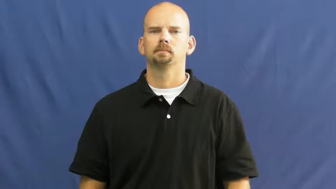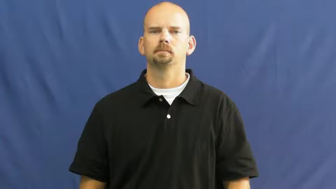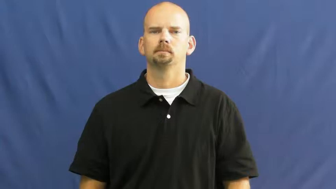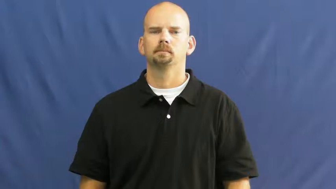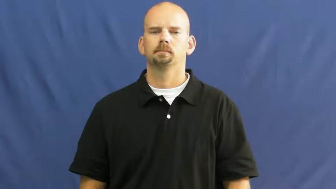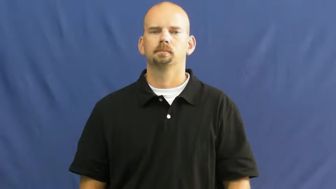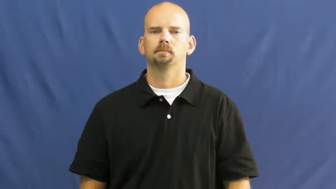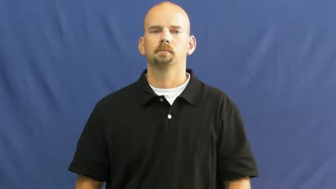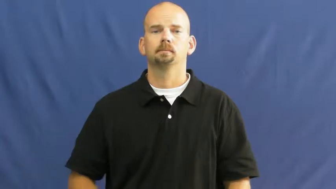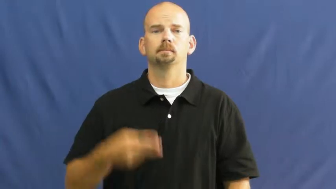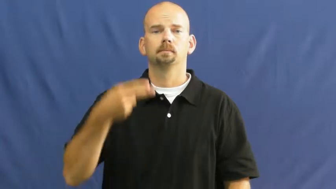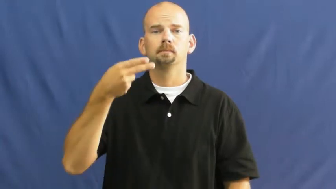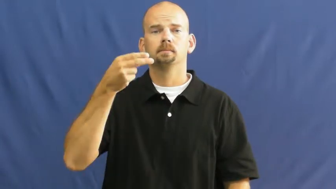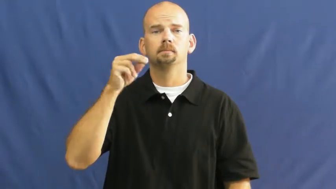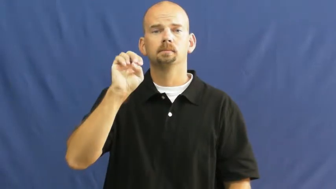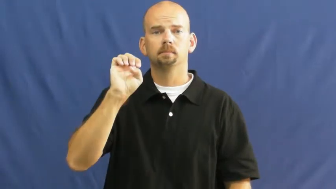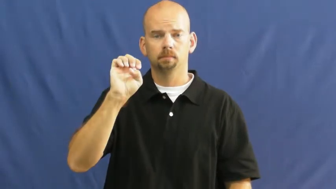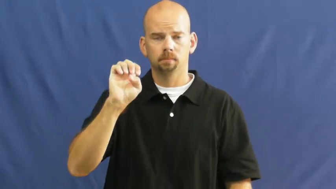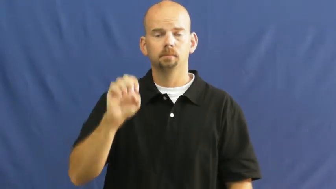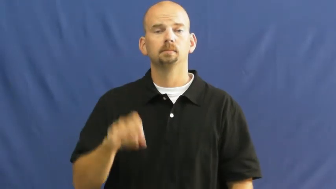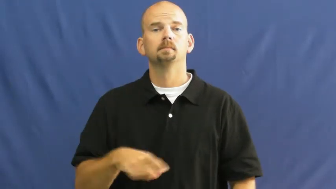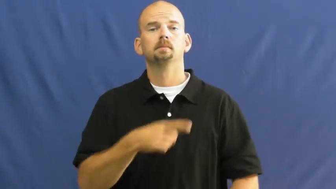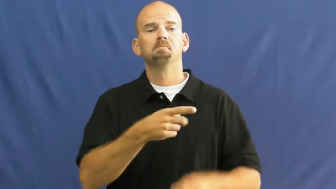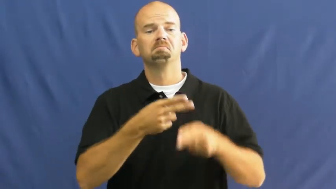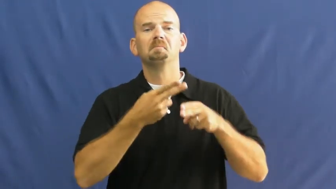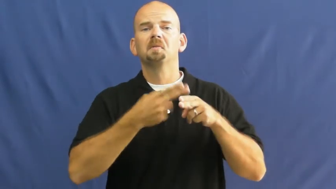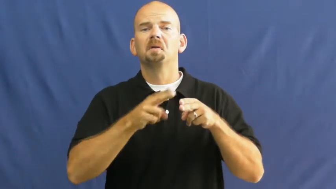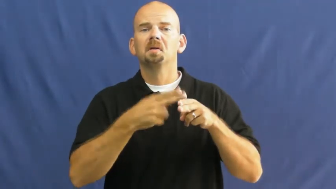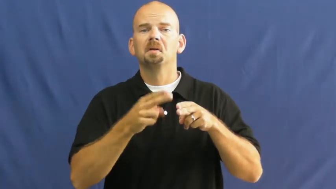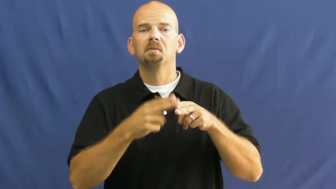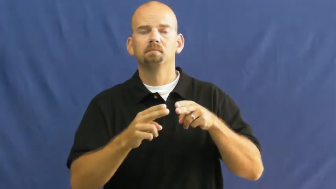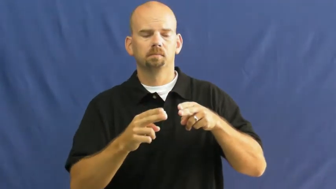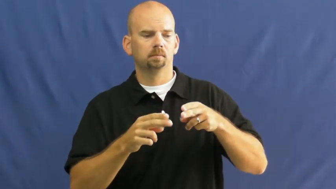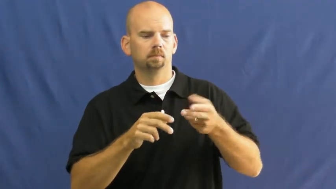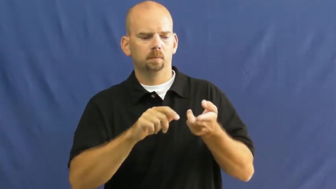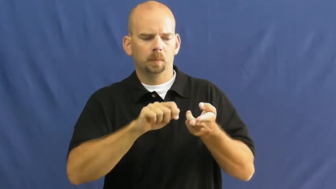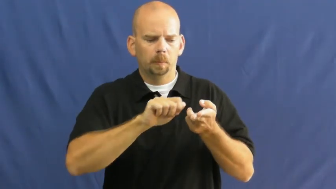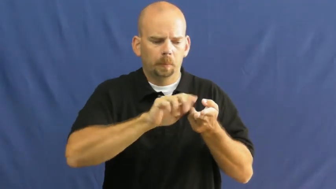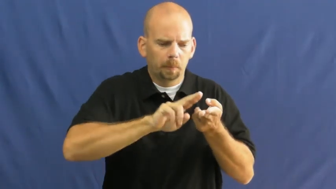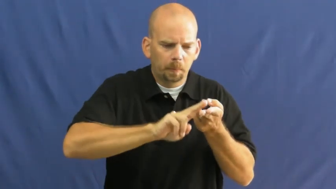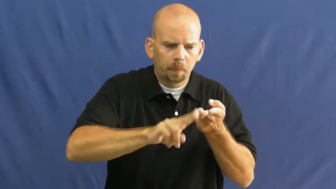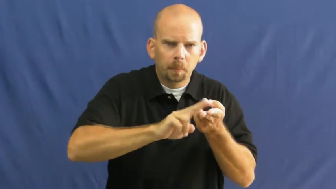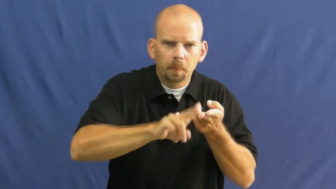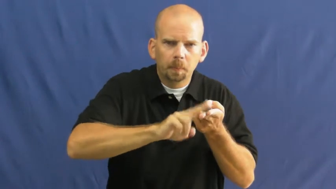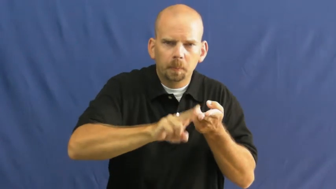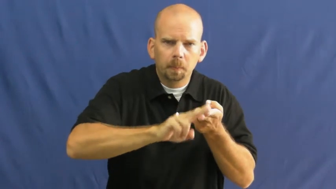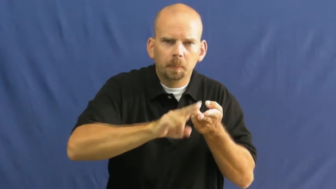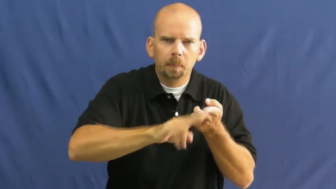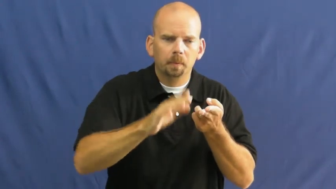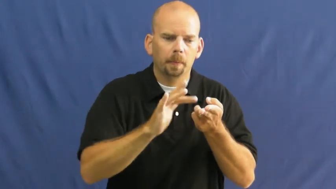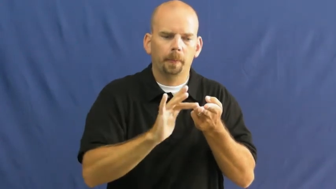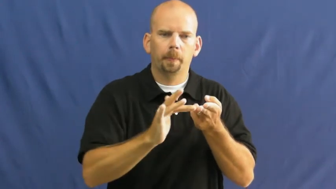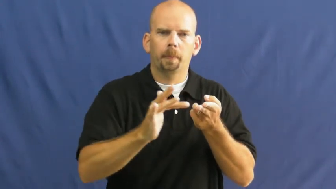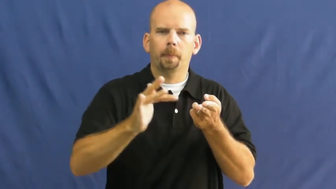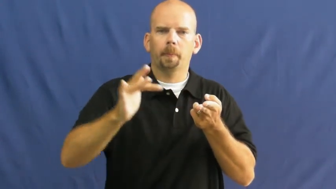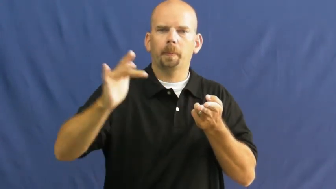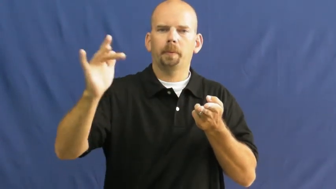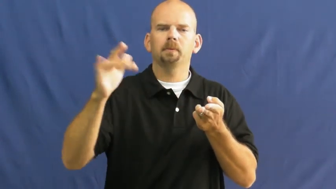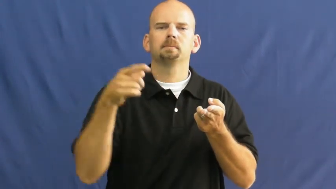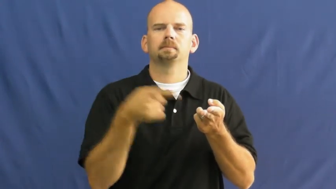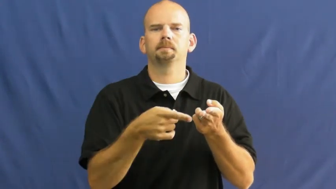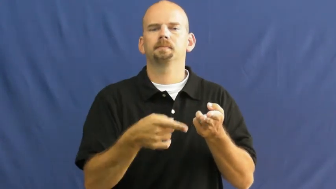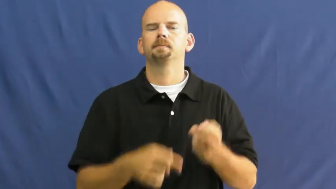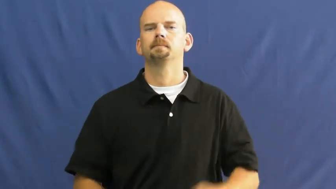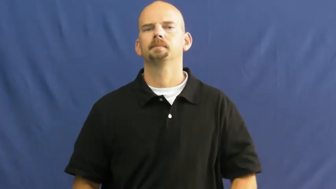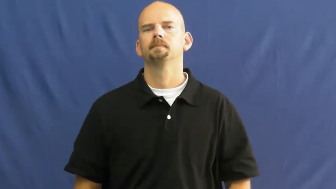hone-sharpen